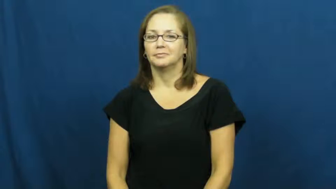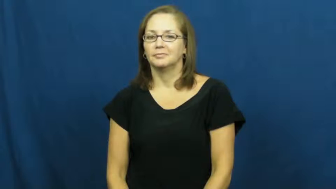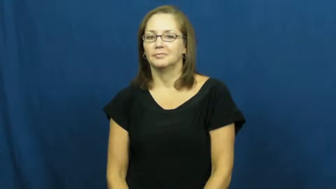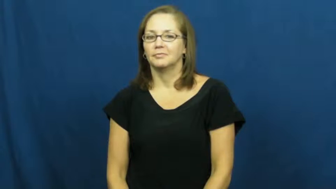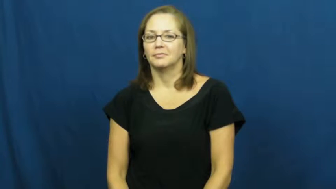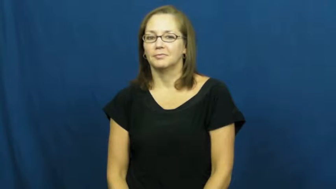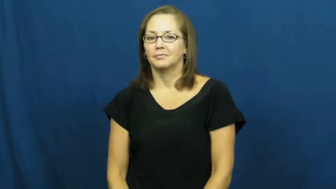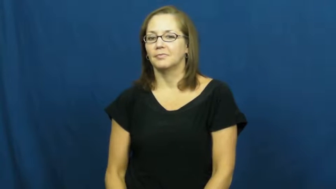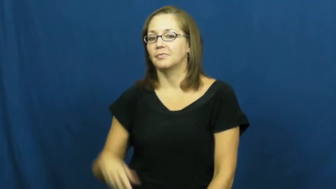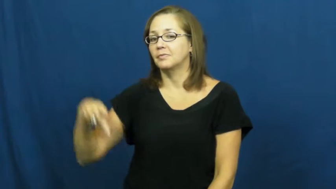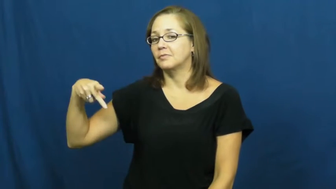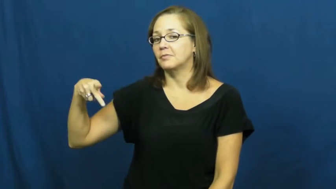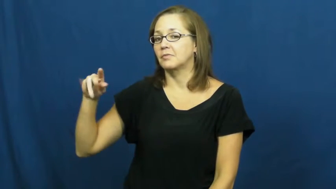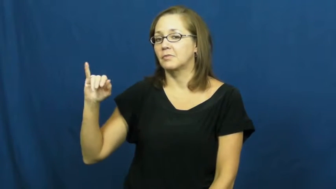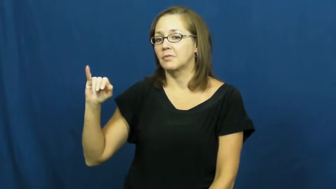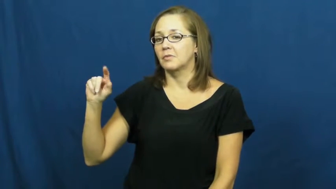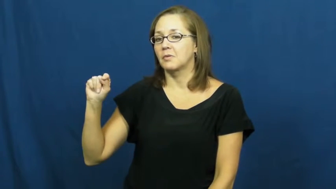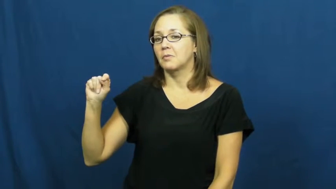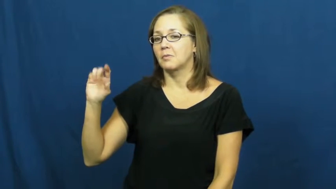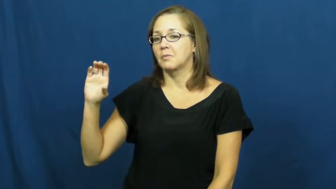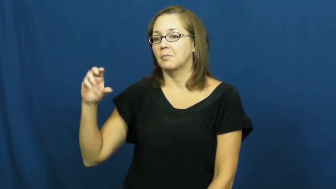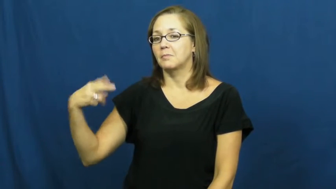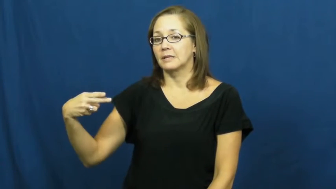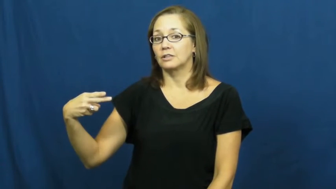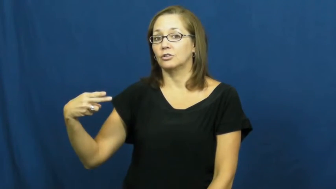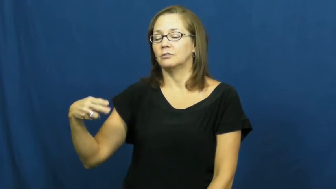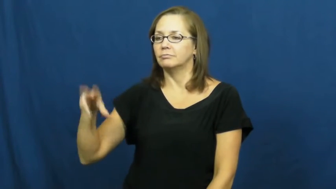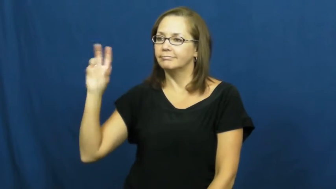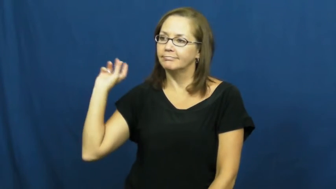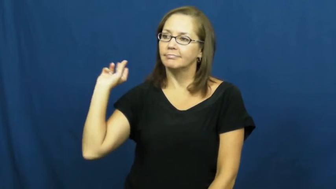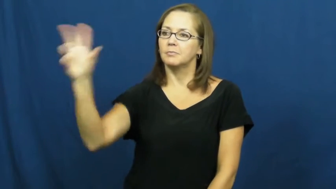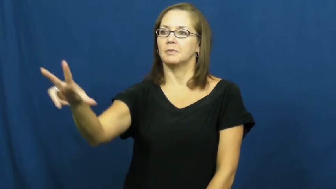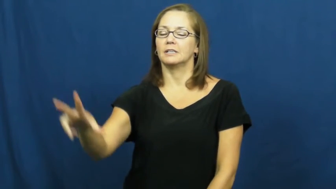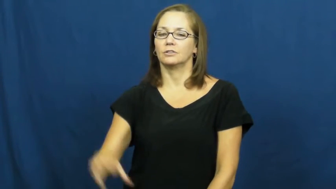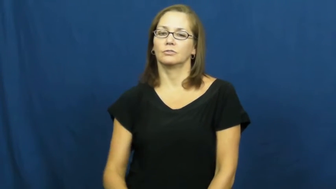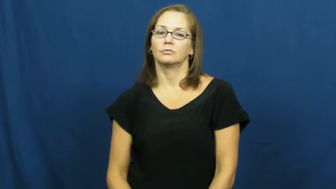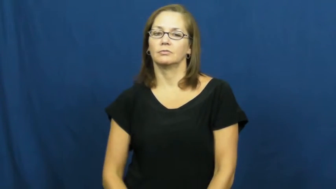pitch-throw